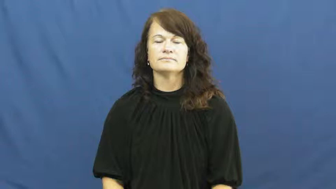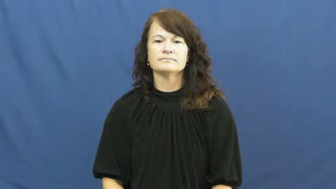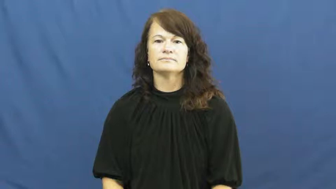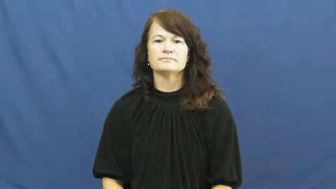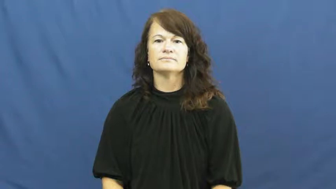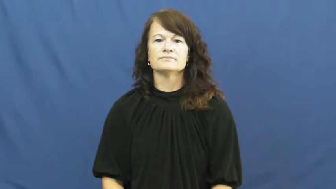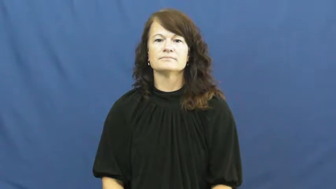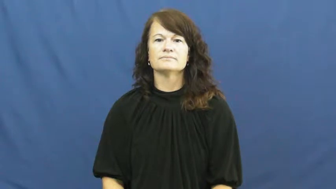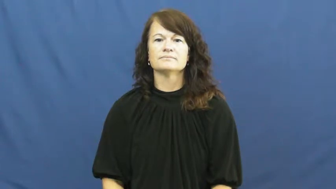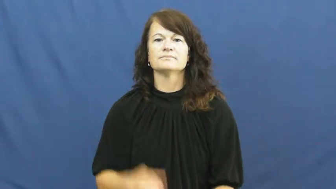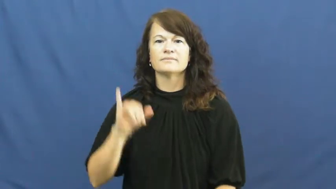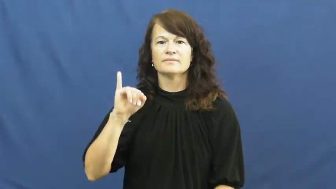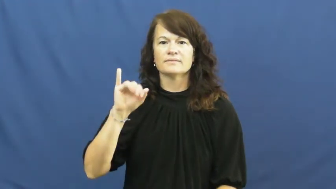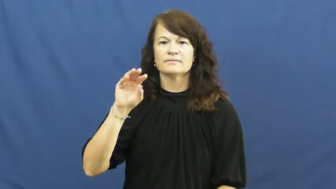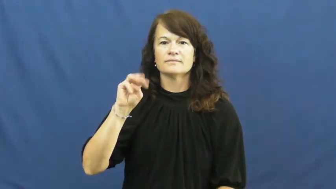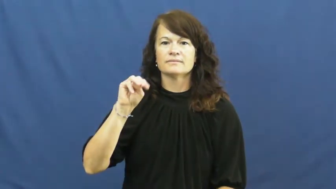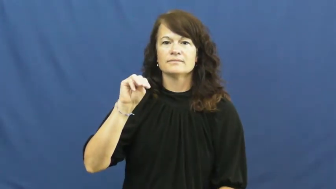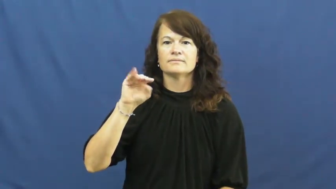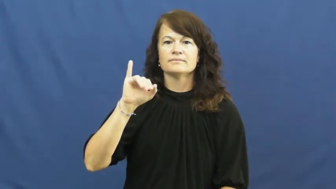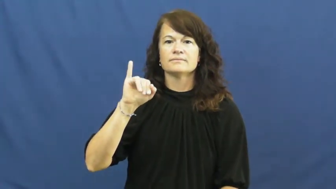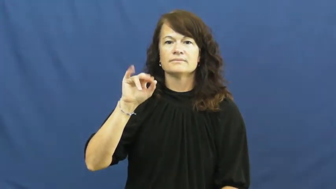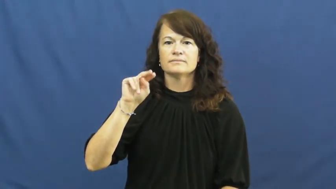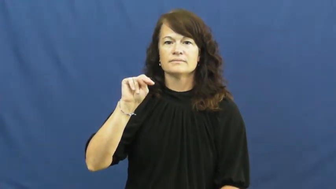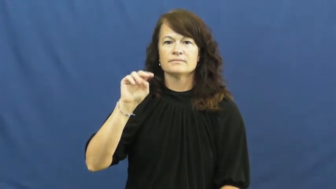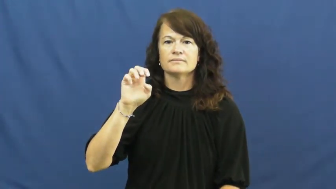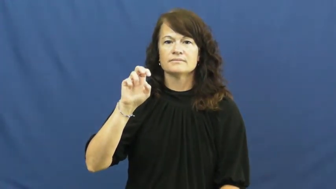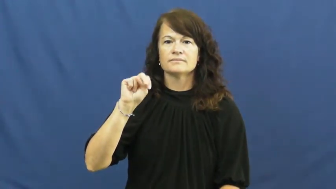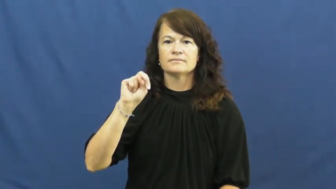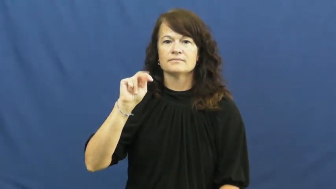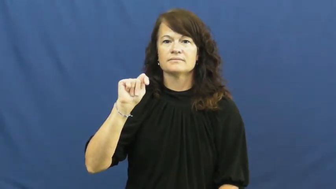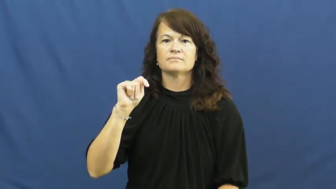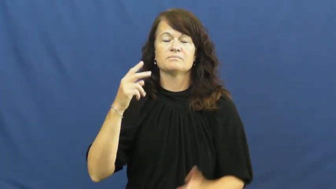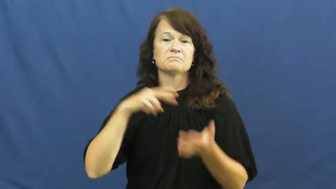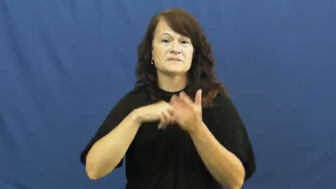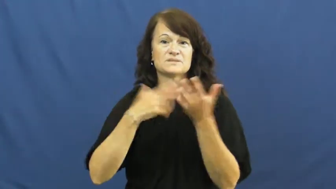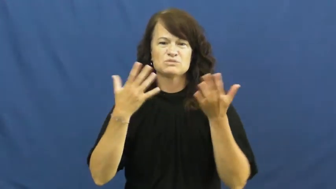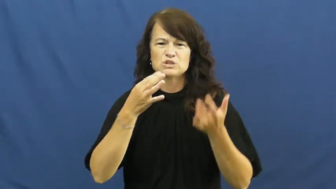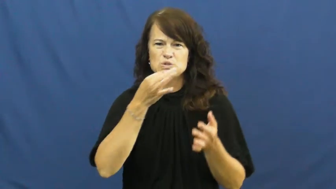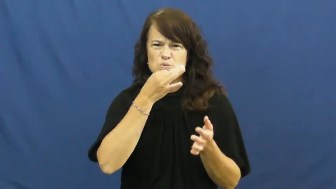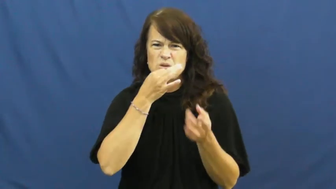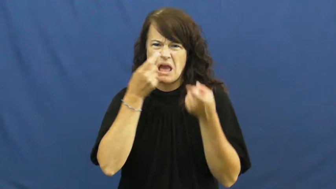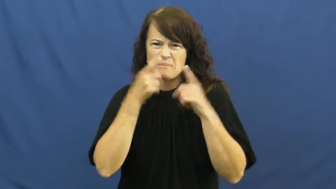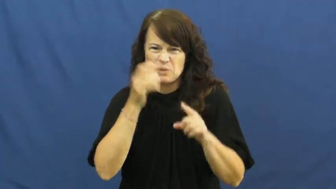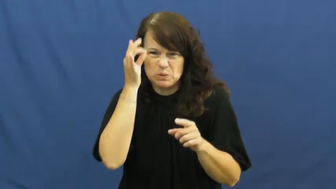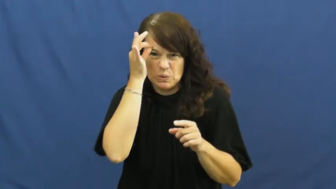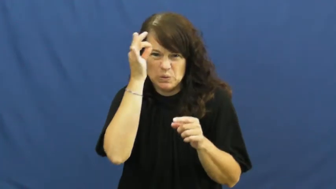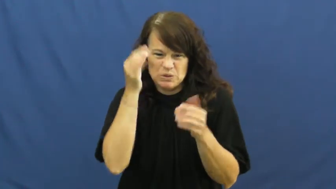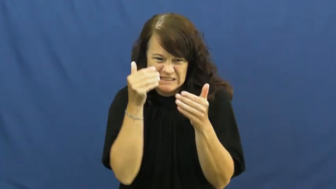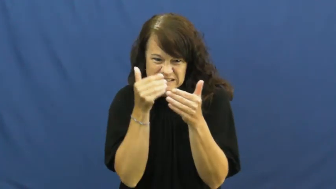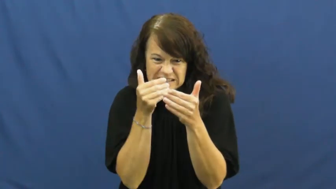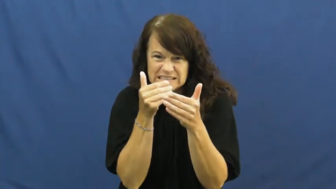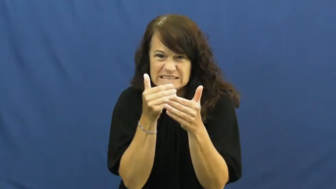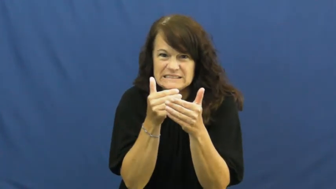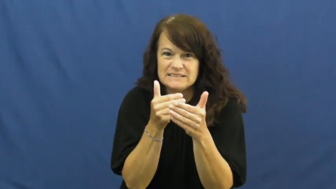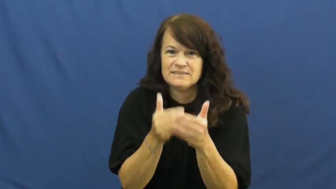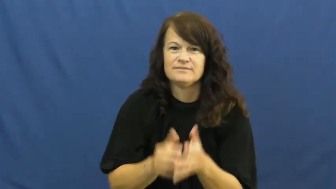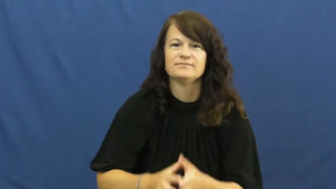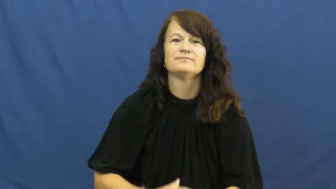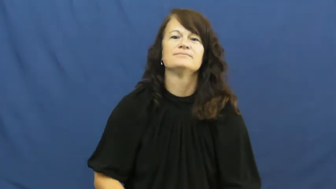imminent